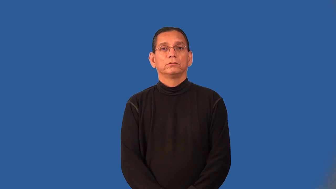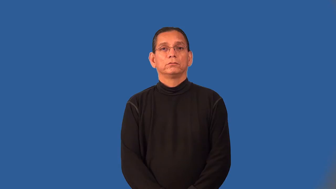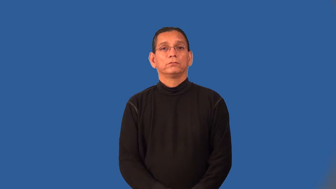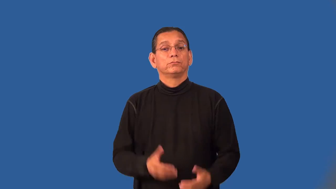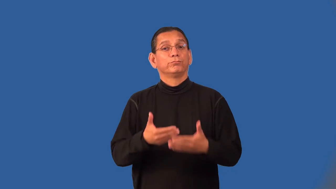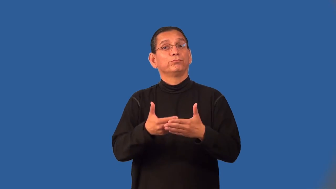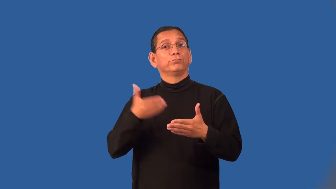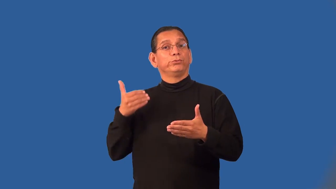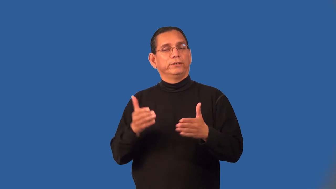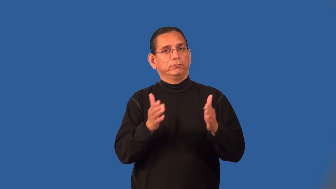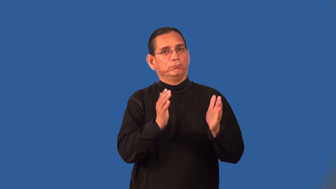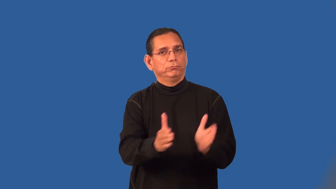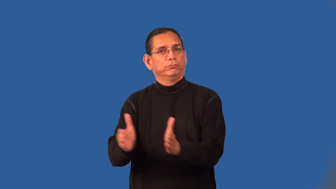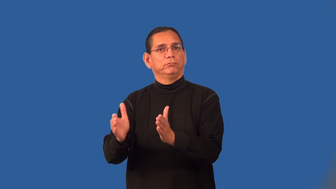prearrange